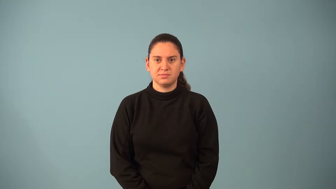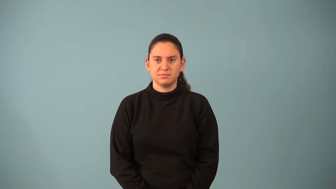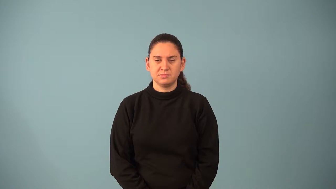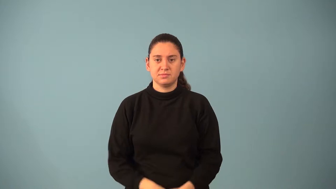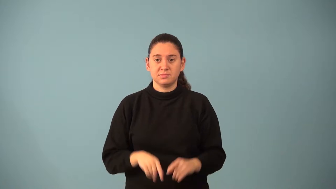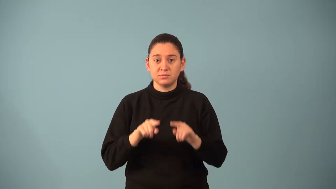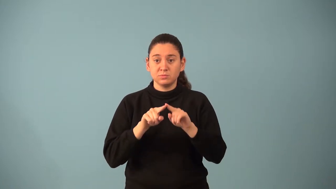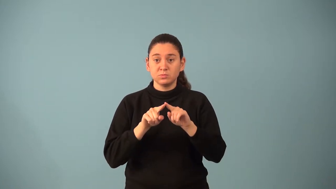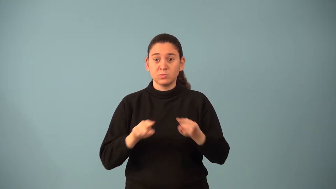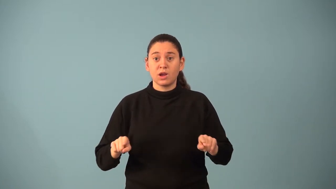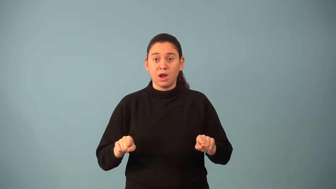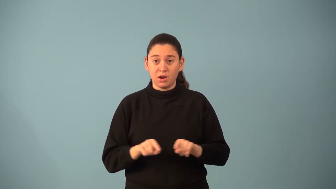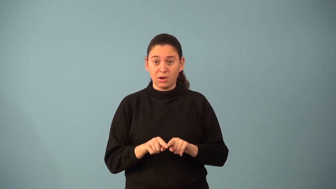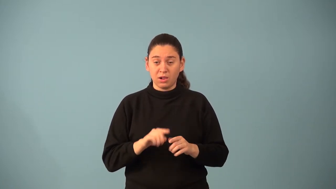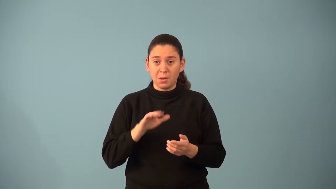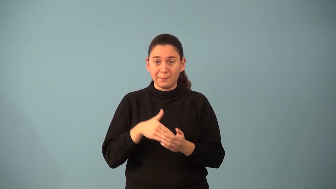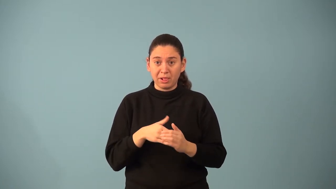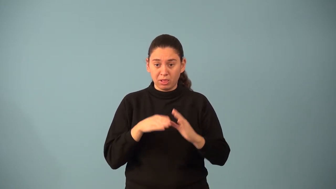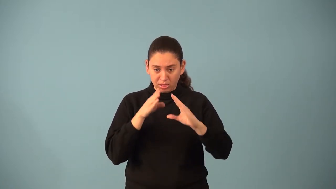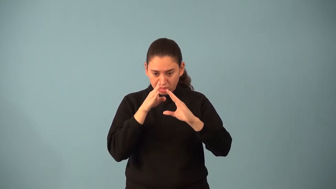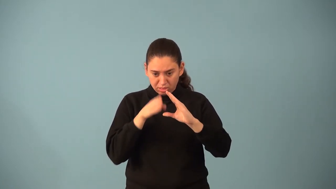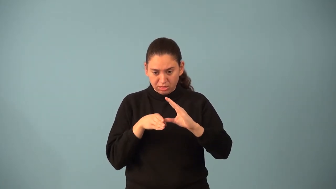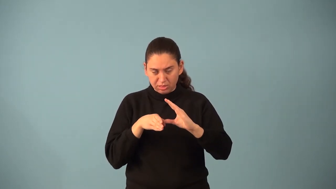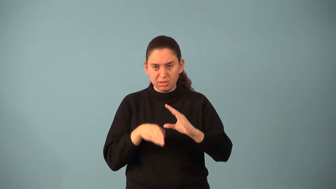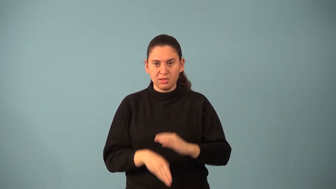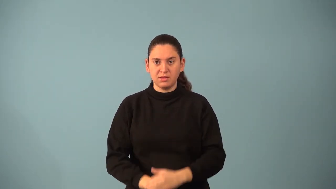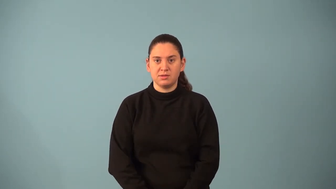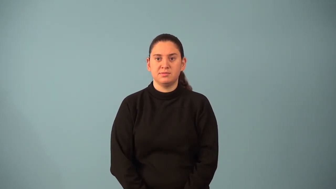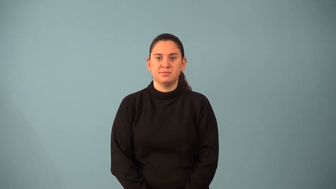median of a triangle